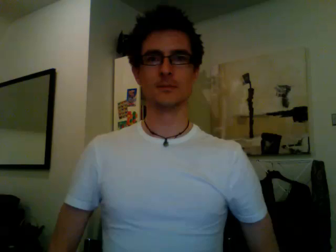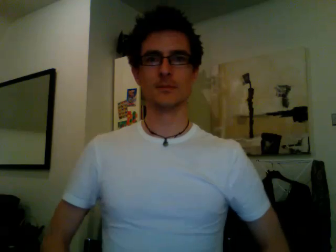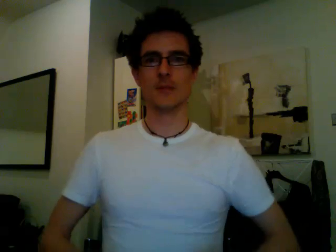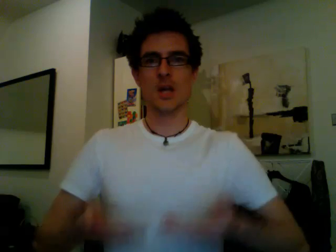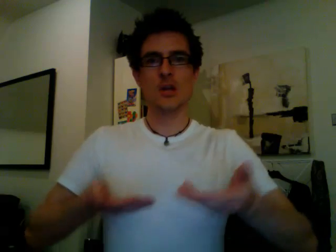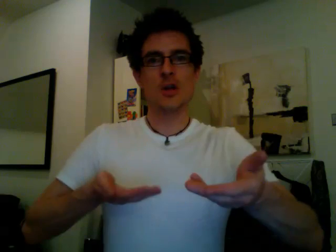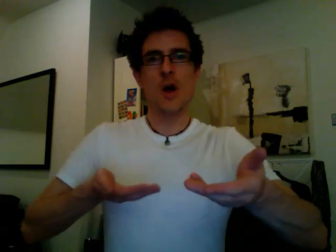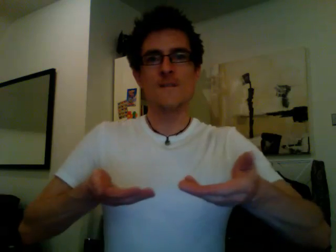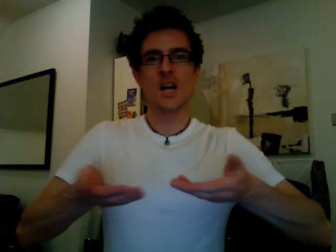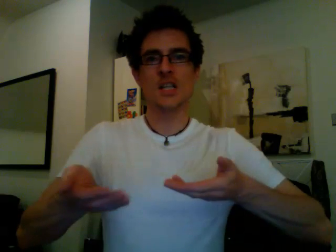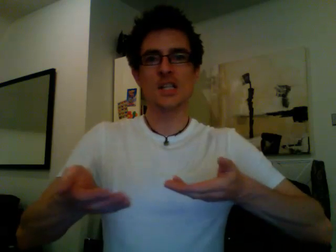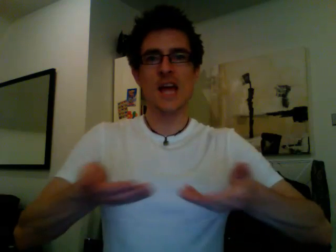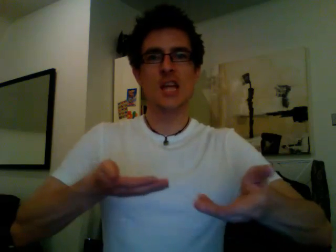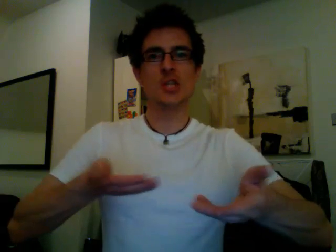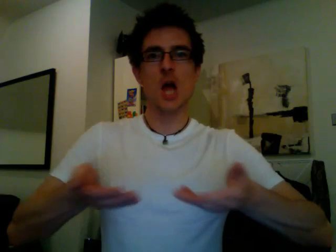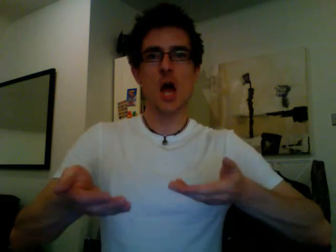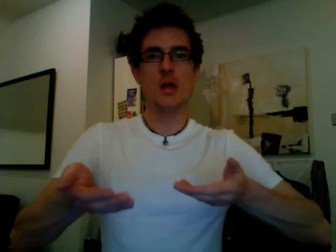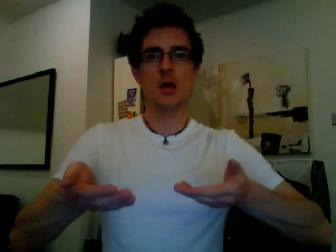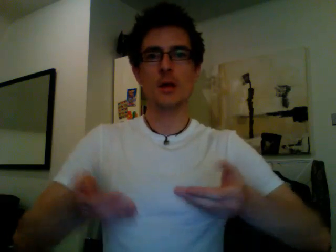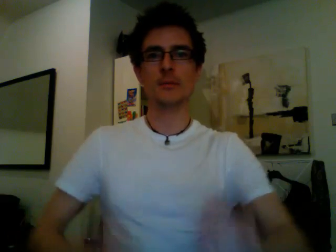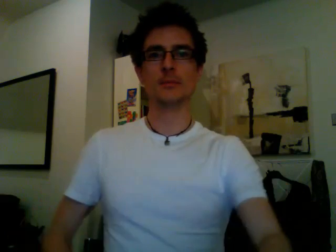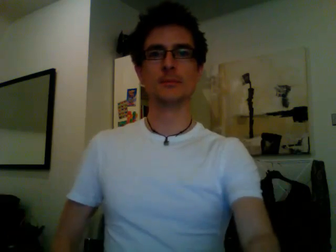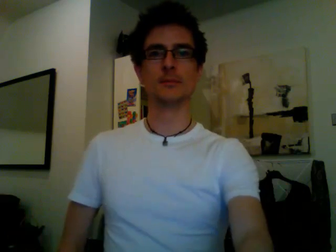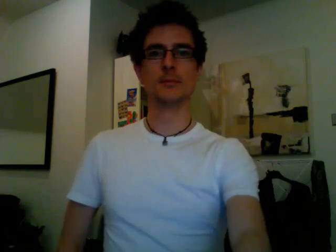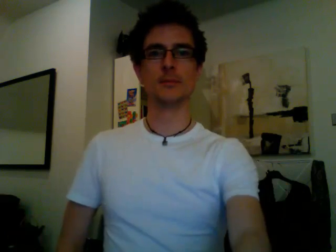conversation